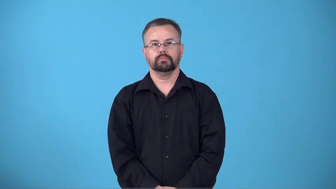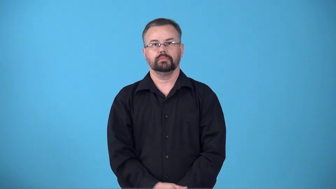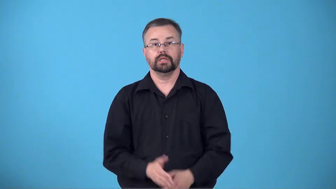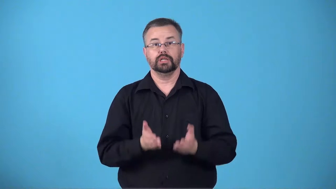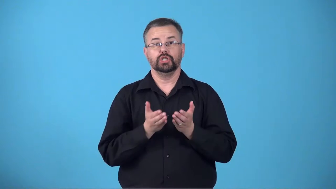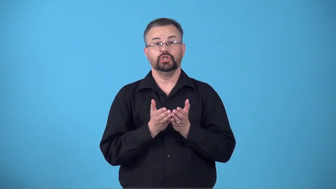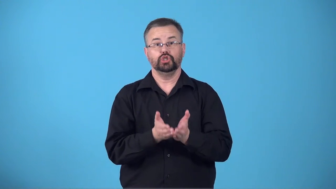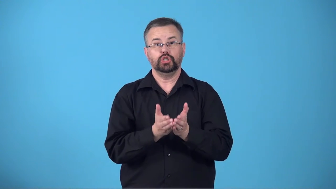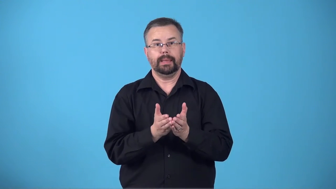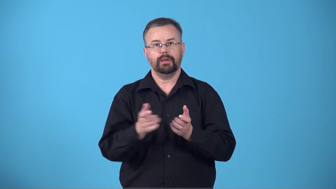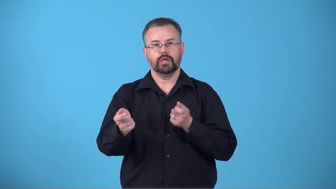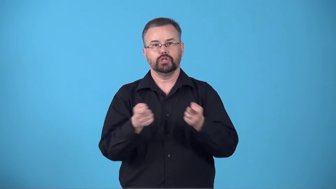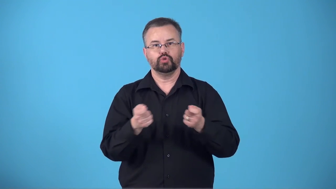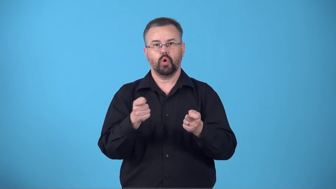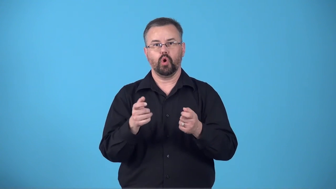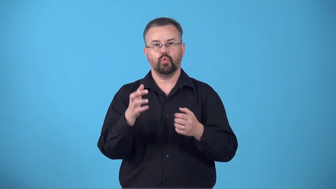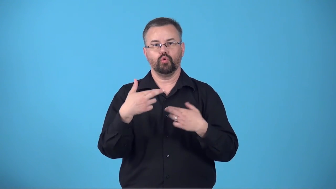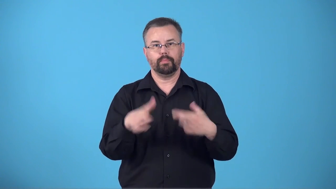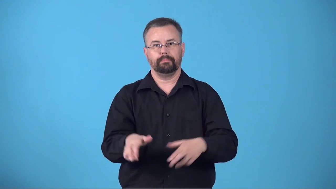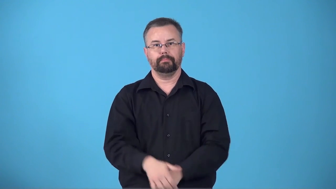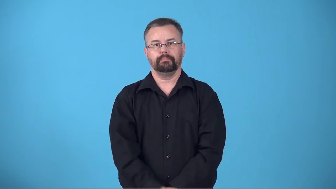bridge-control room on ship